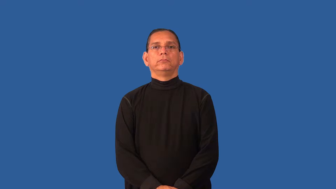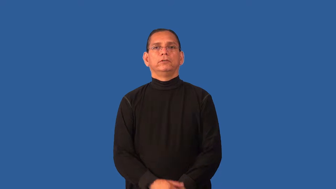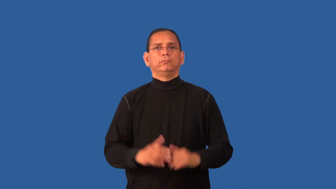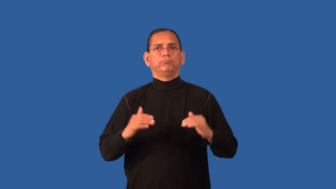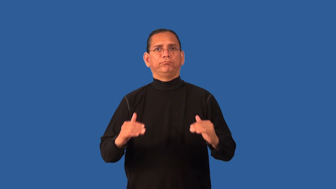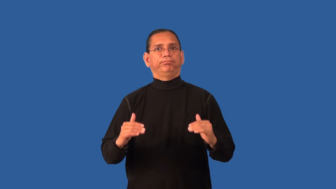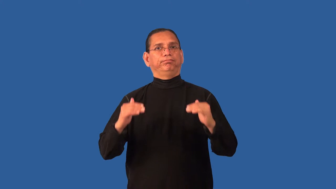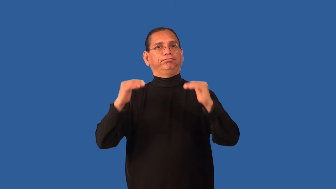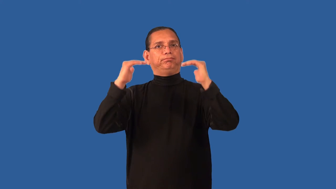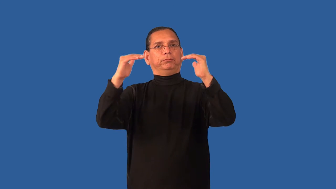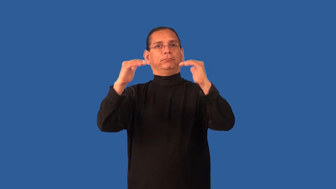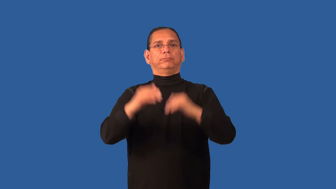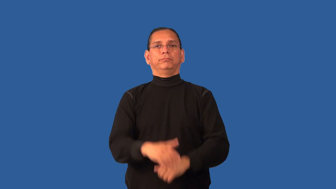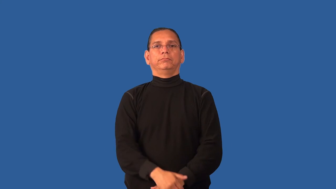dignify